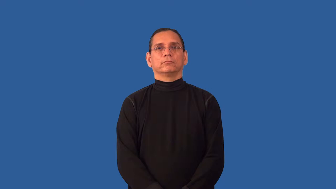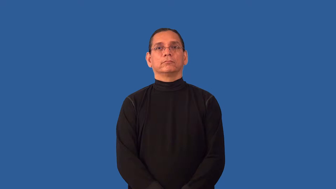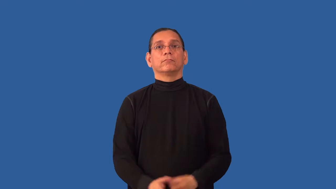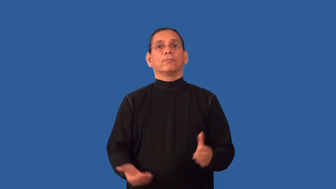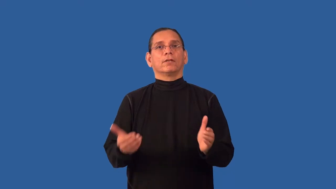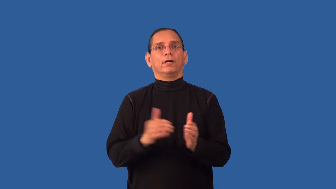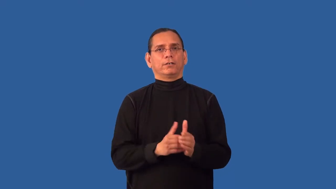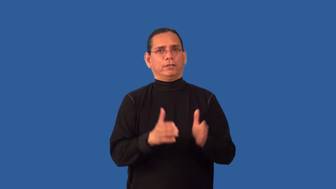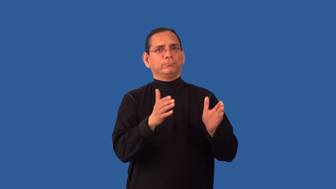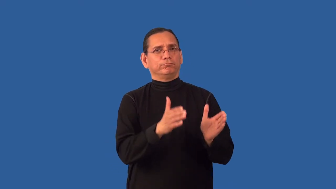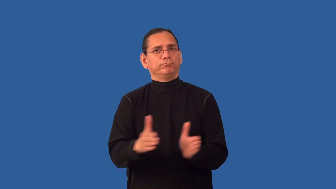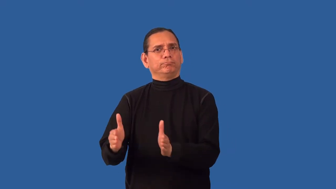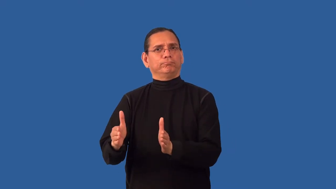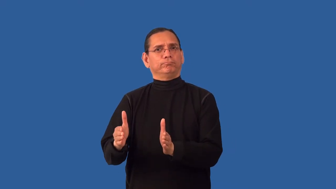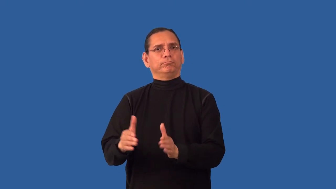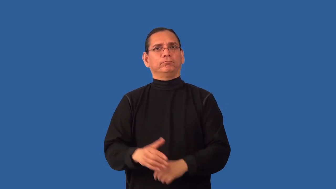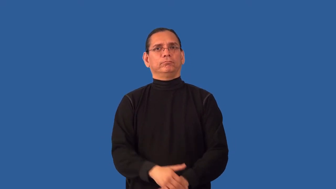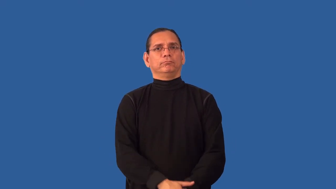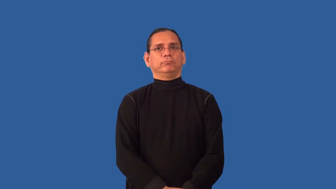recompose